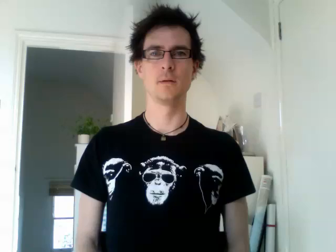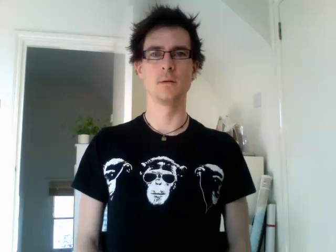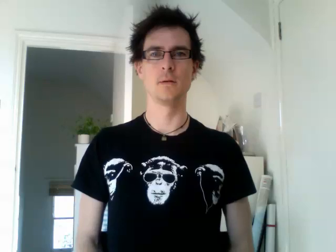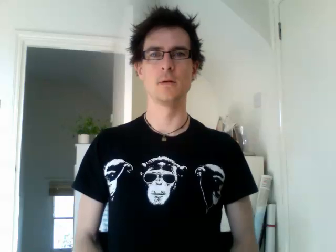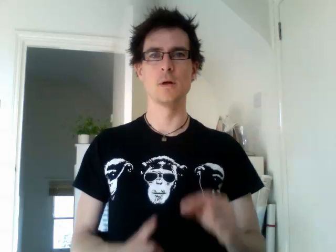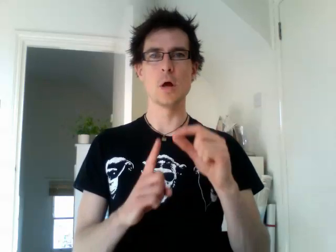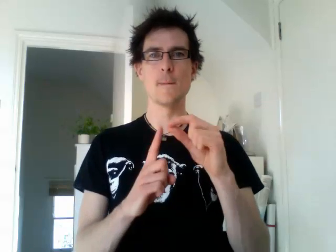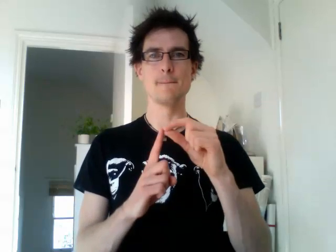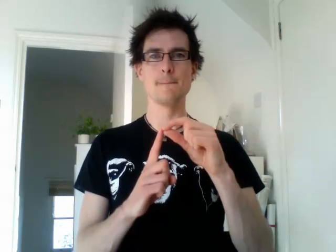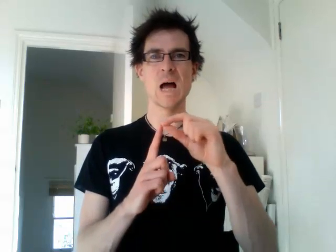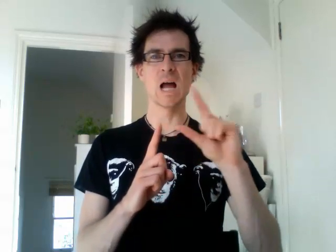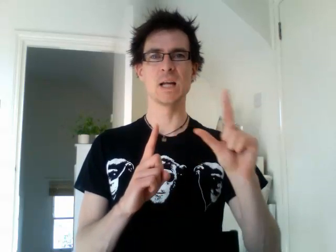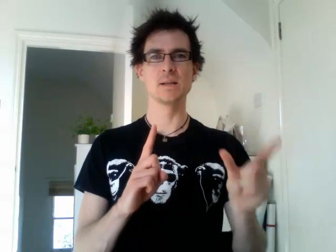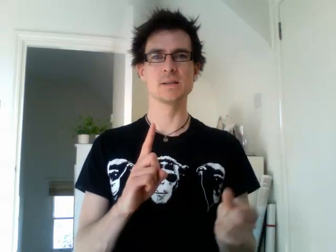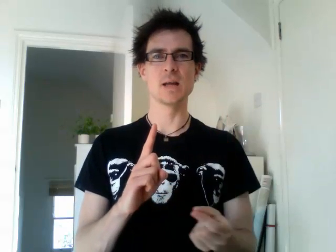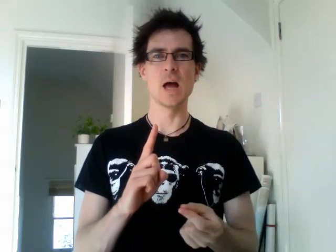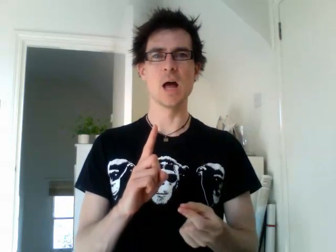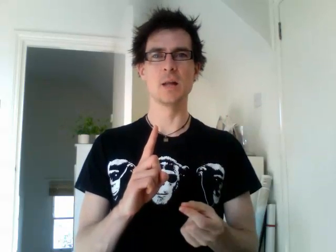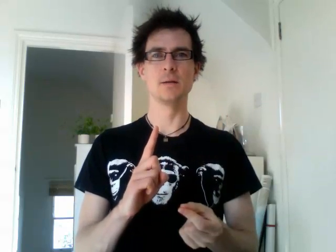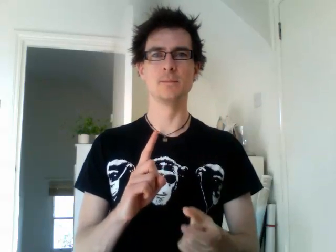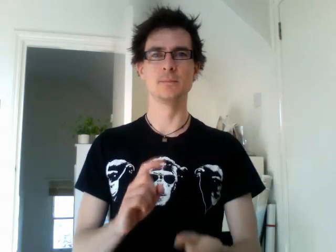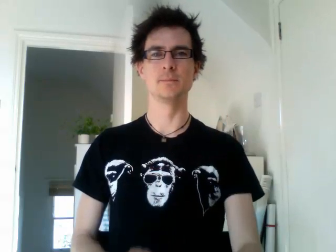pakistan